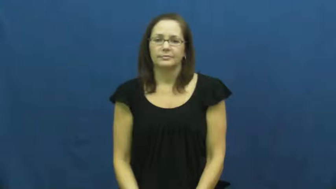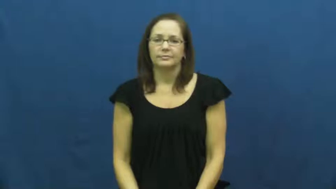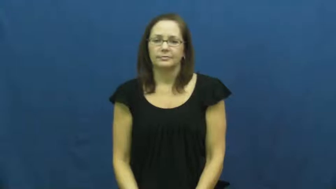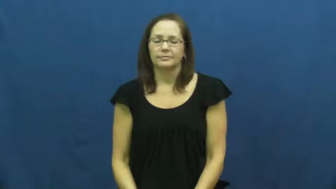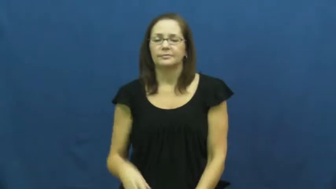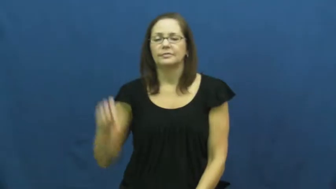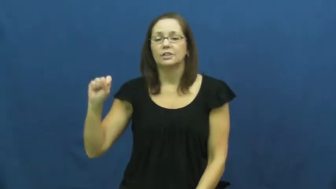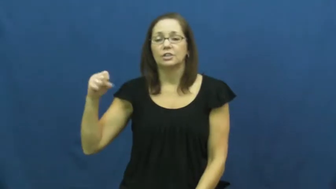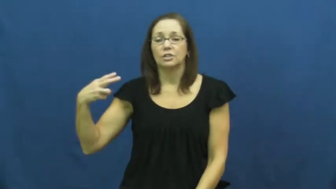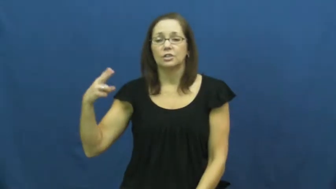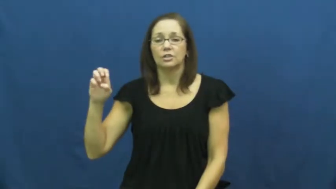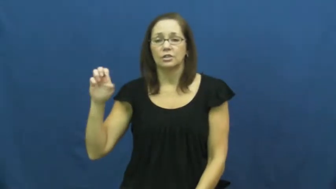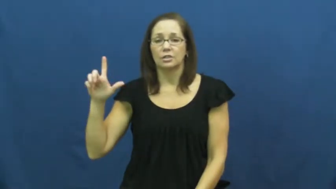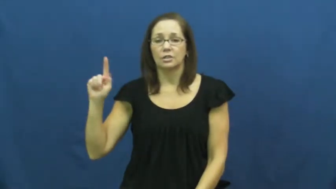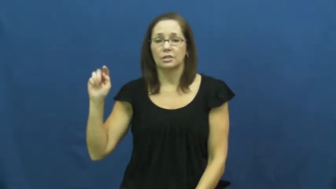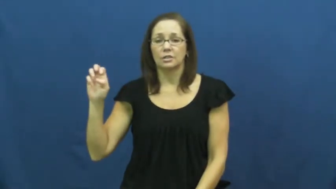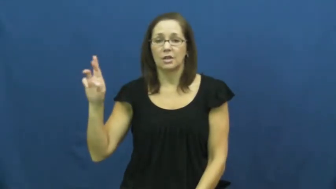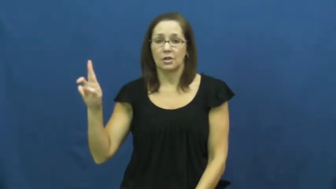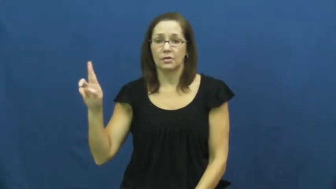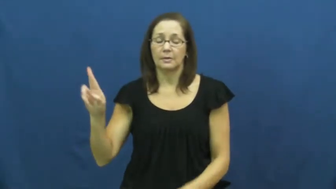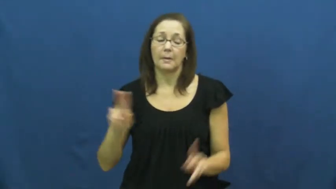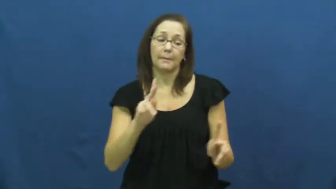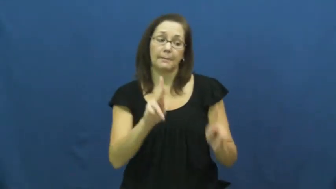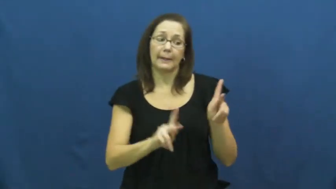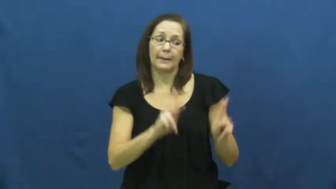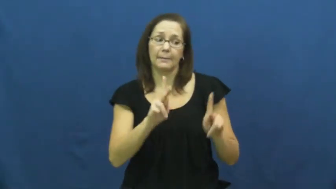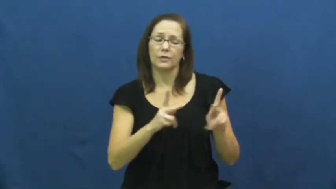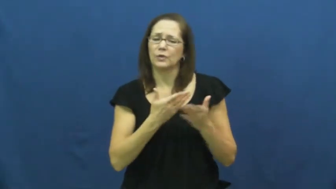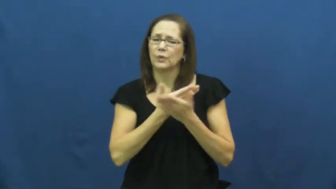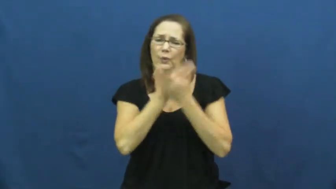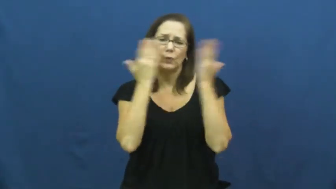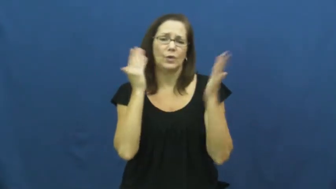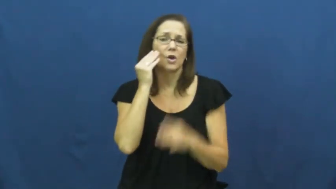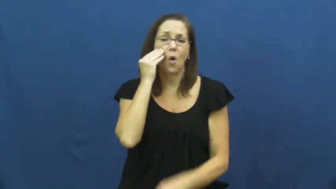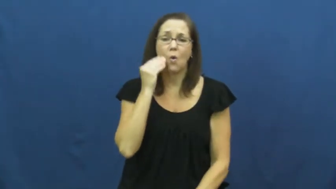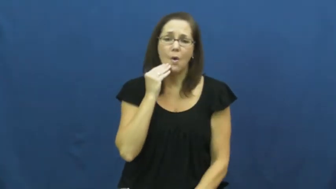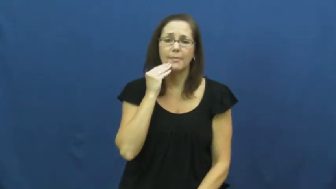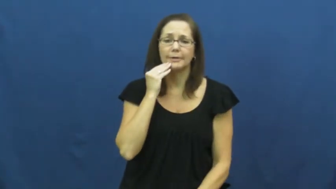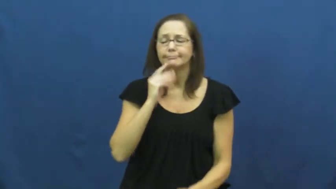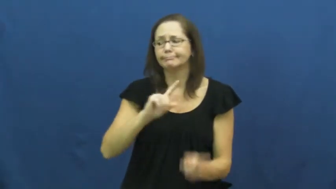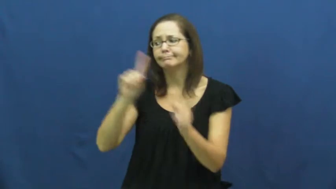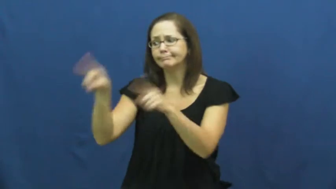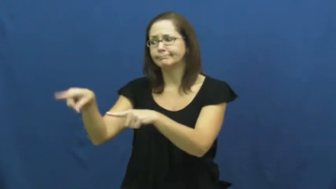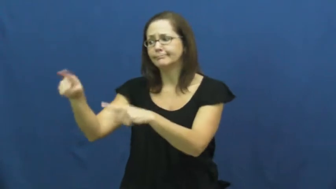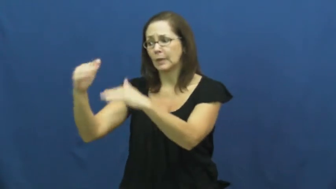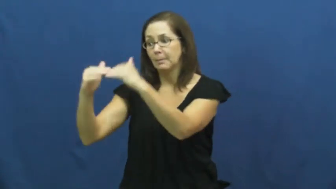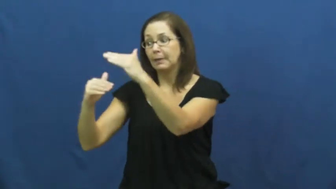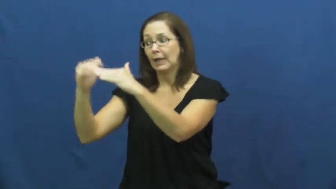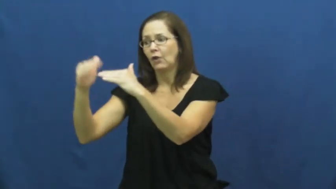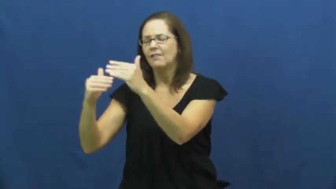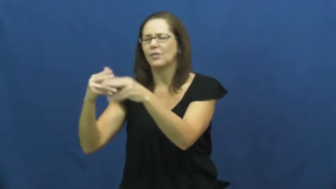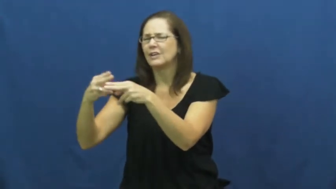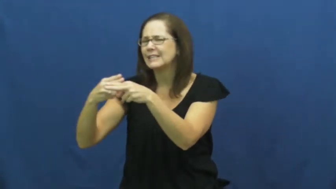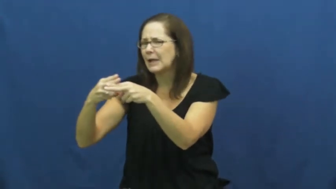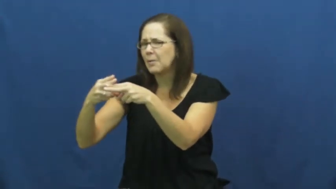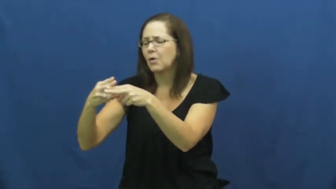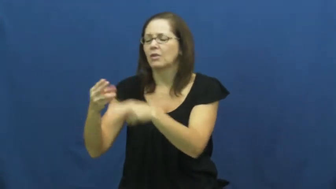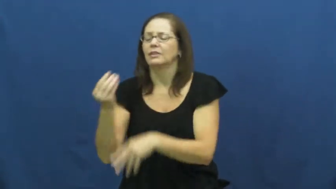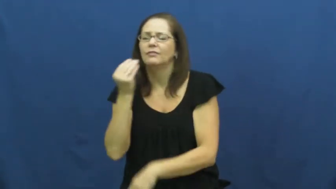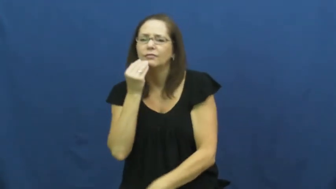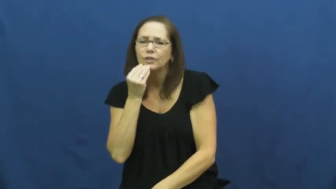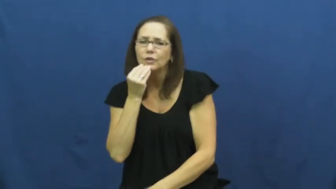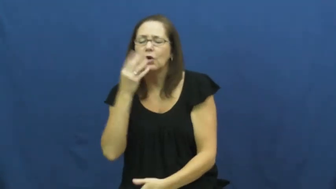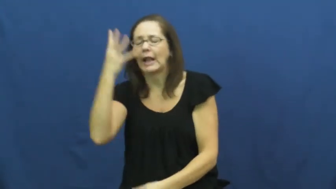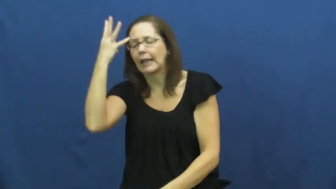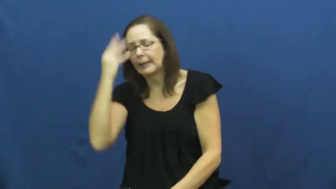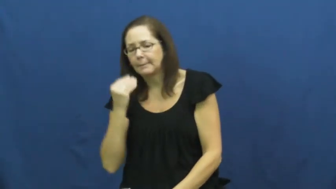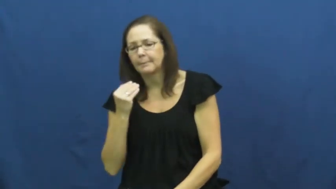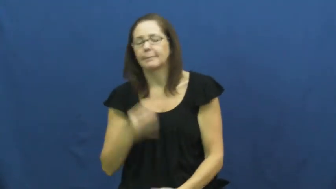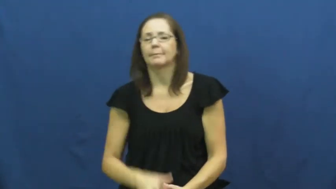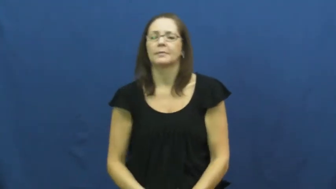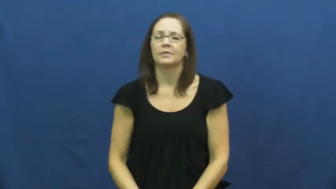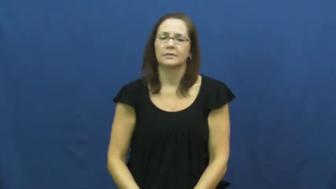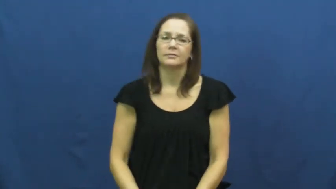shelter,dosshouse-for homeless